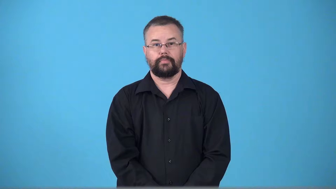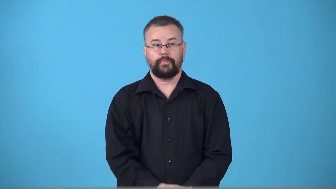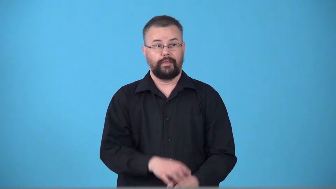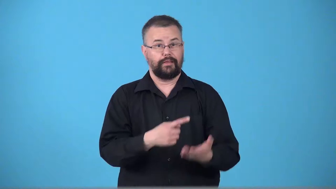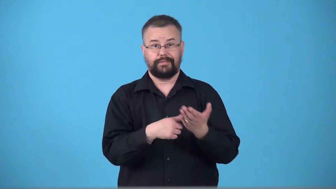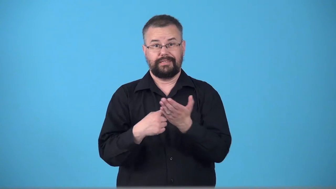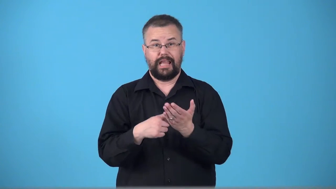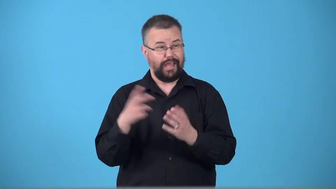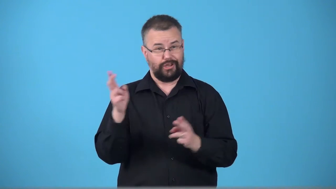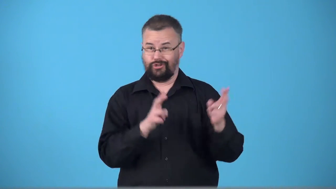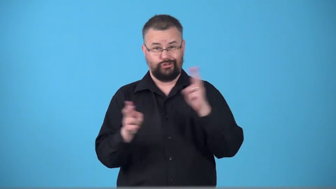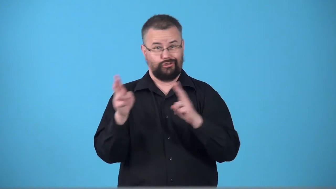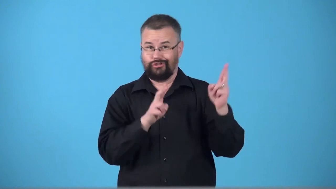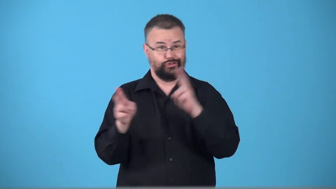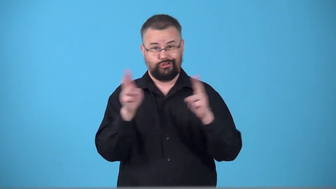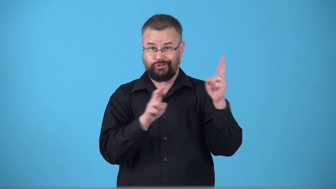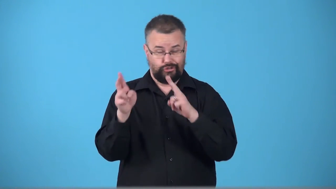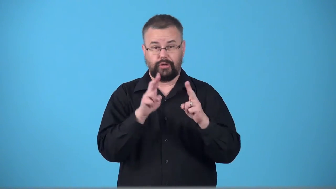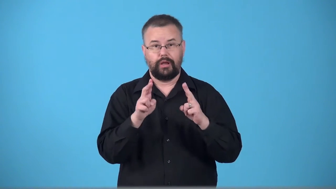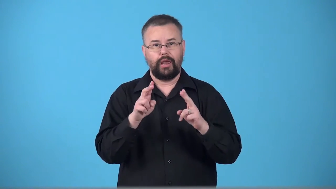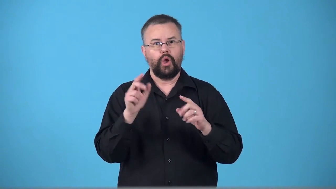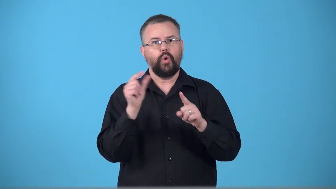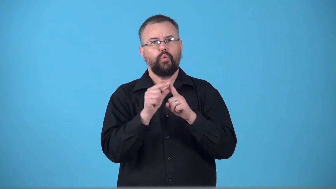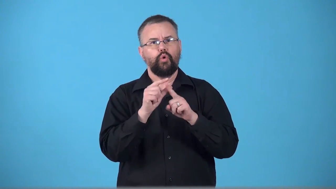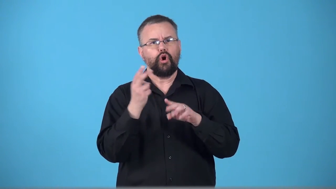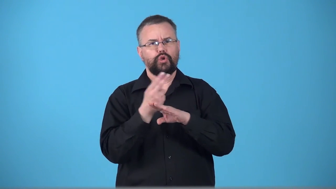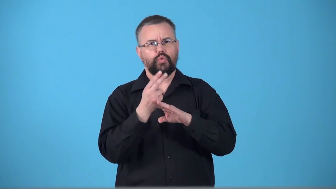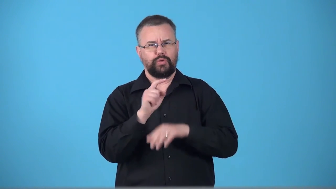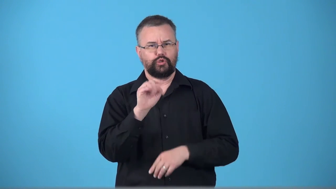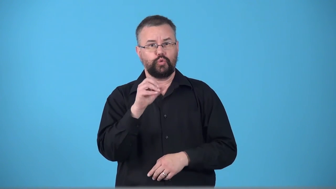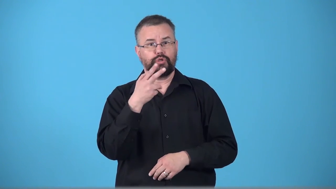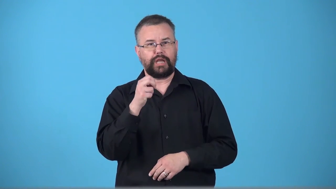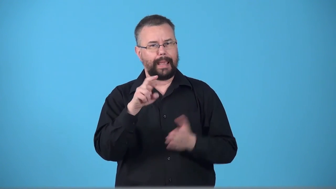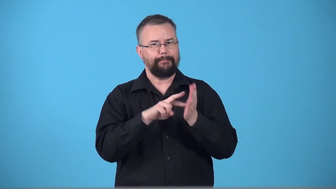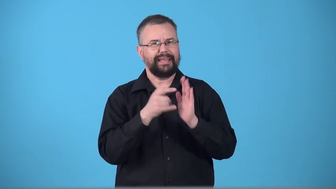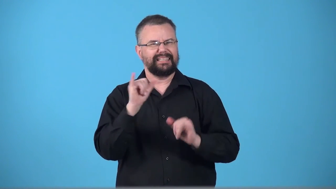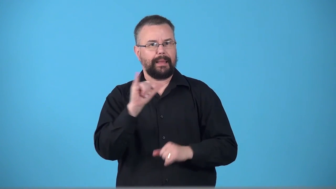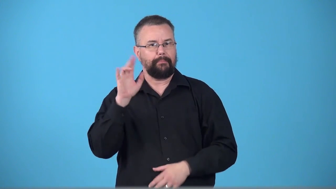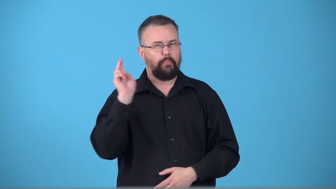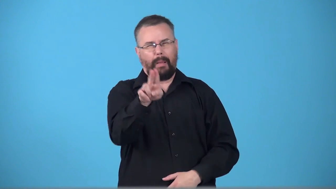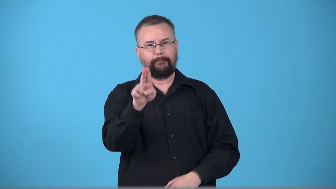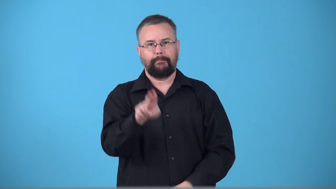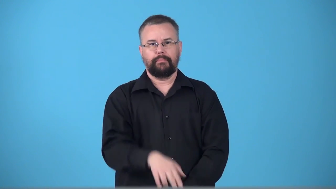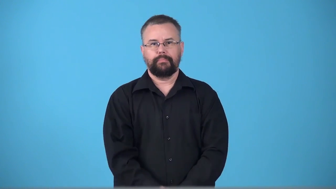touche-words